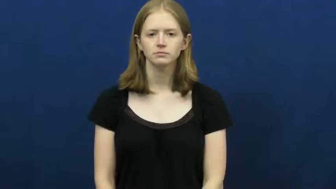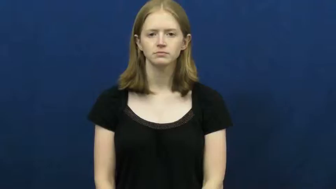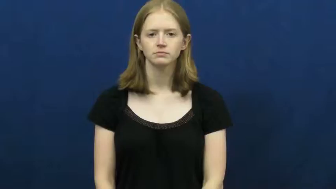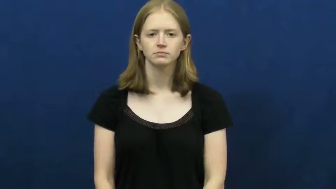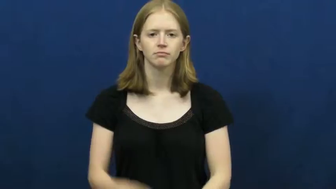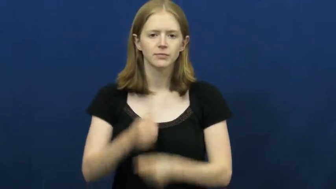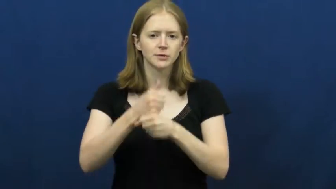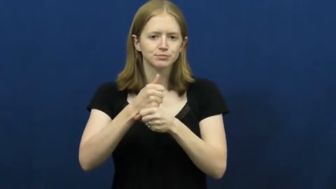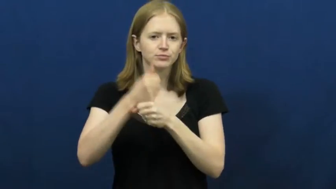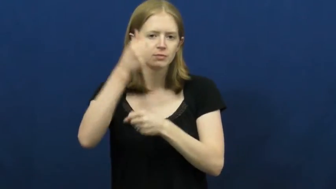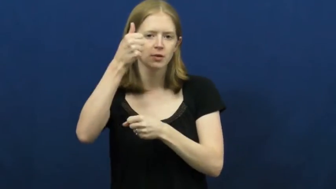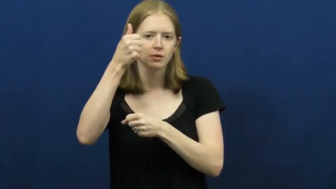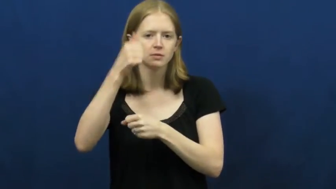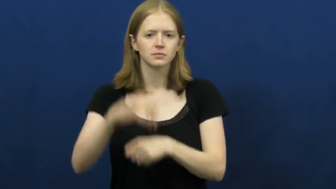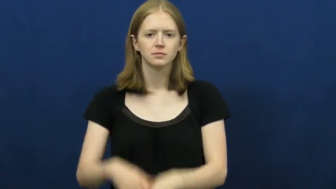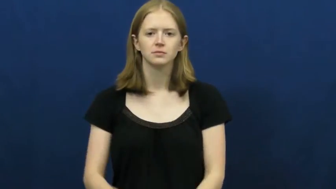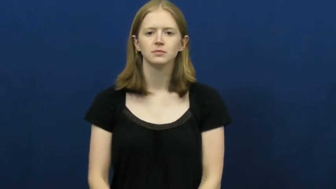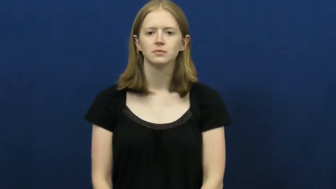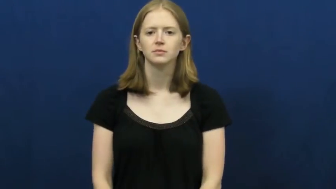umbrella,brolly